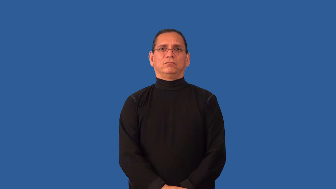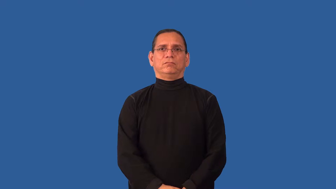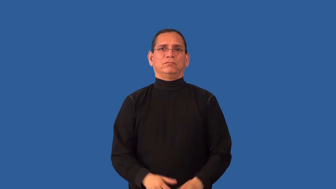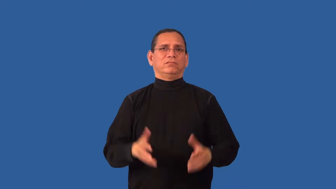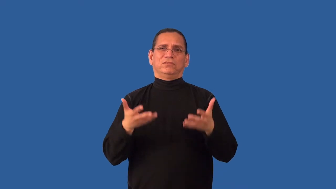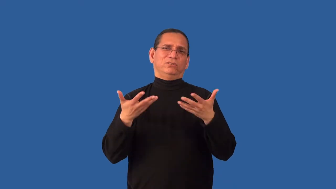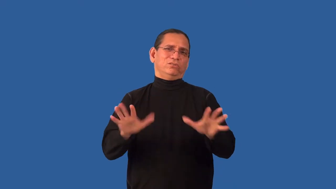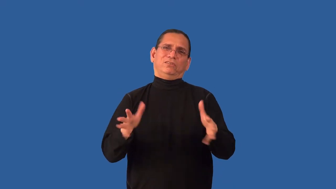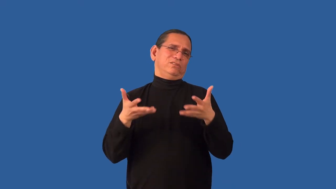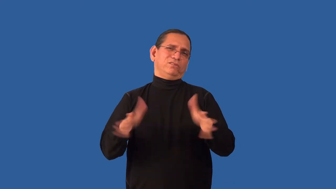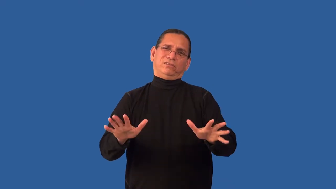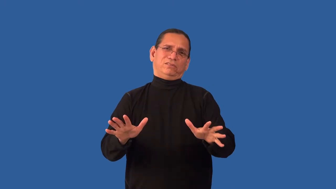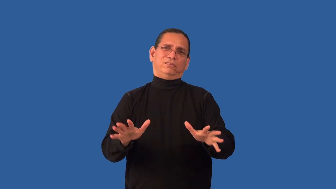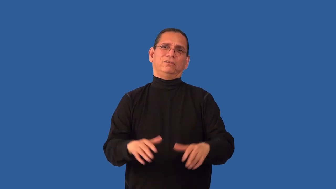disinclined